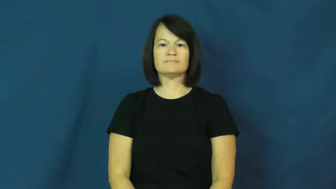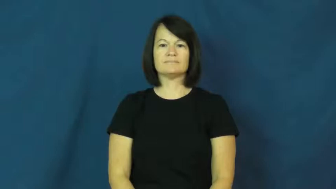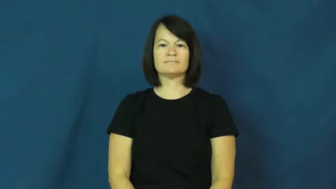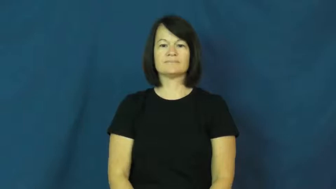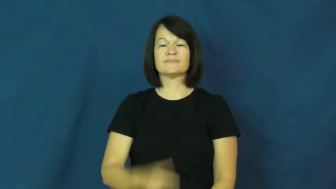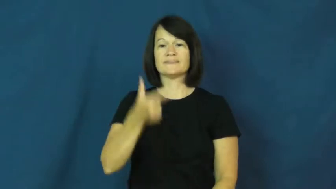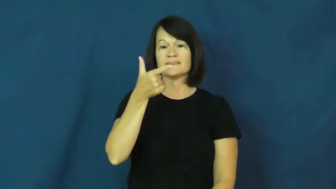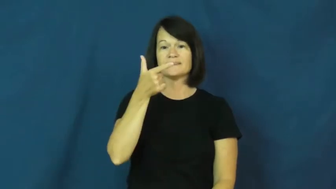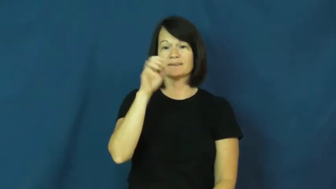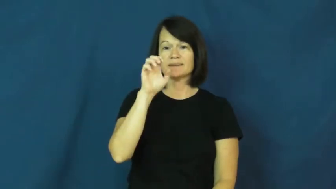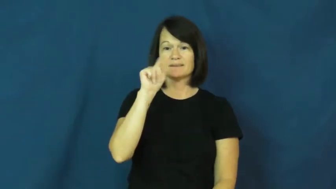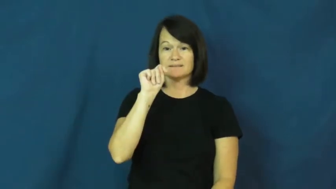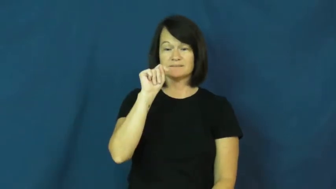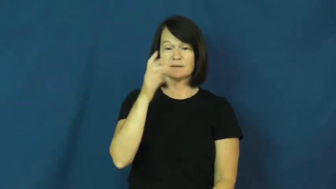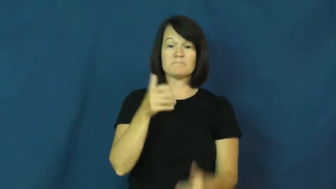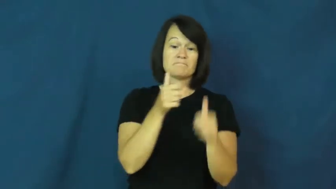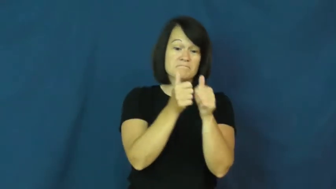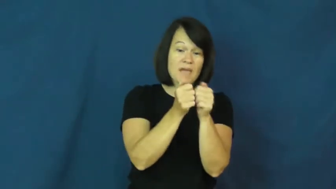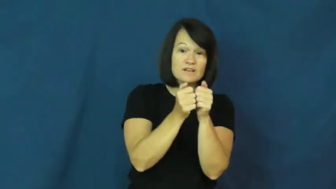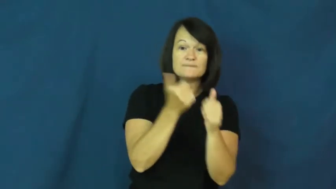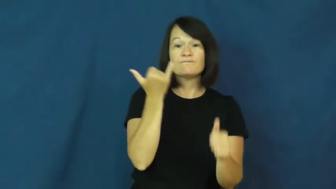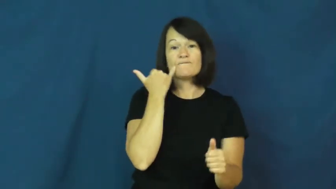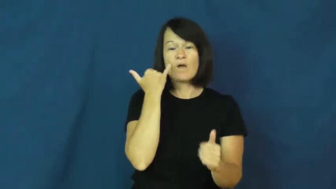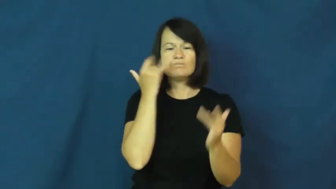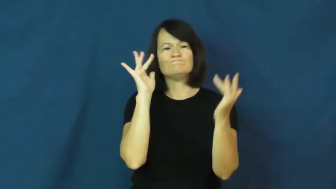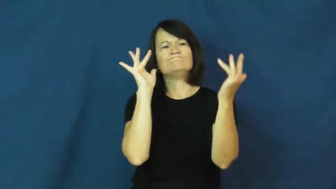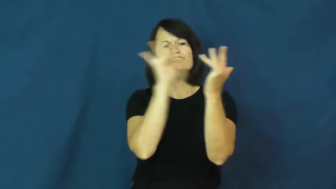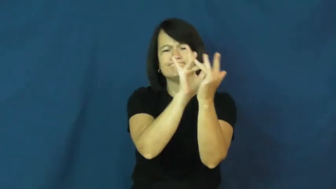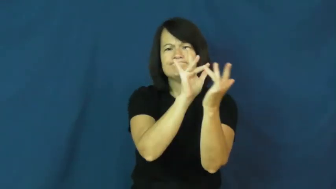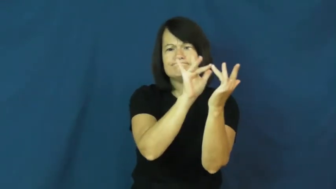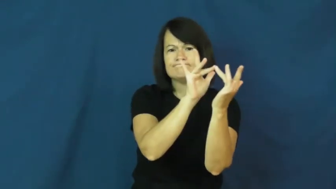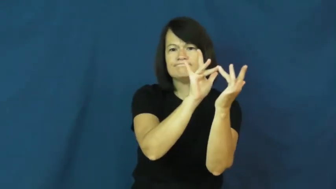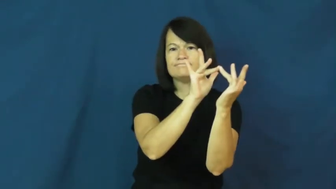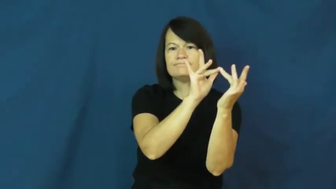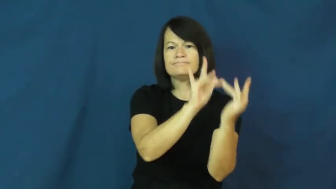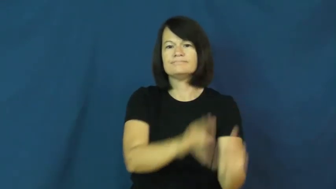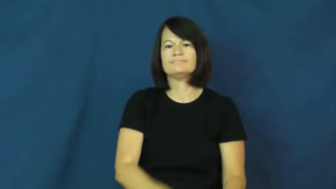get,get through, get through to-contact